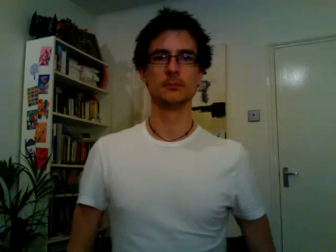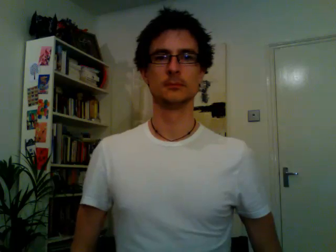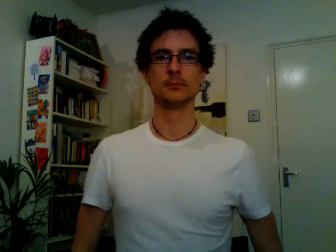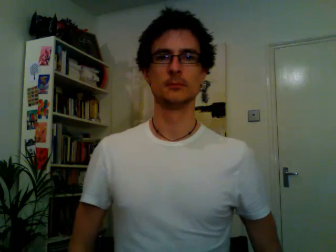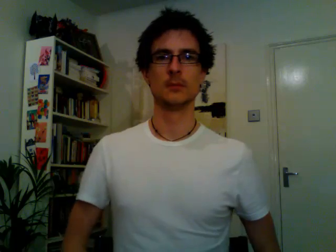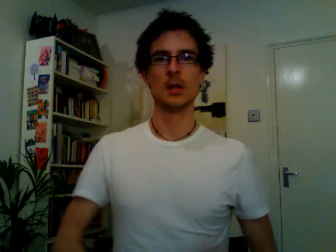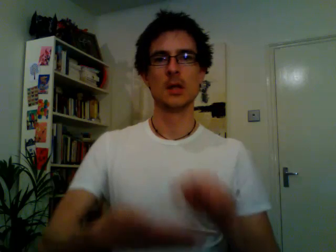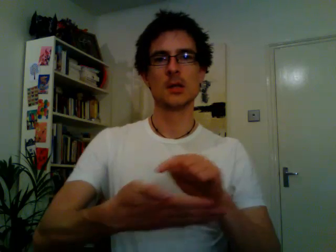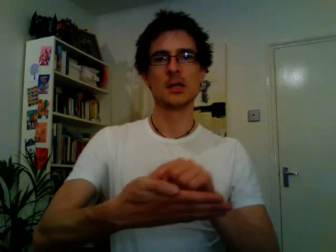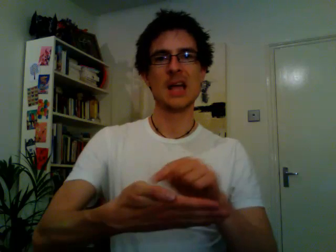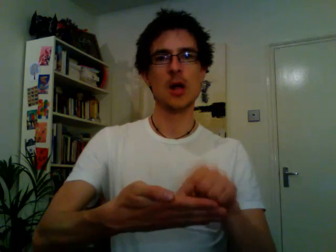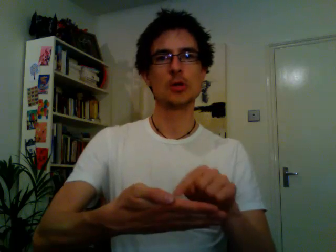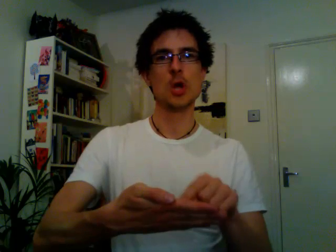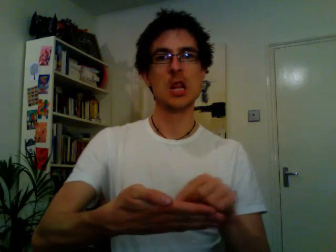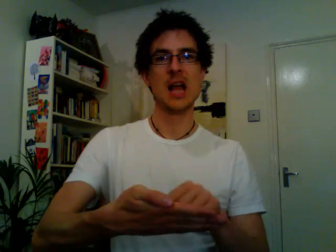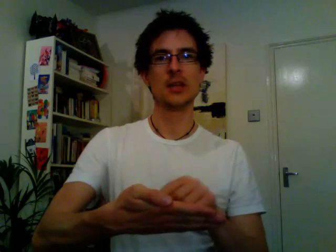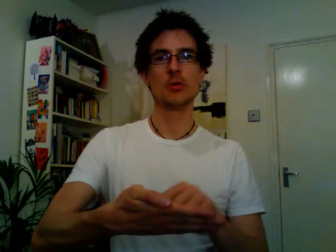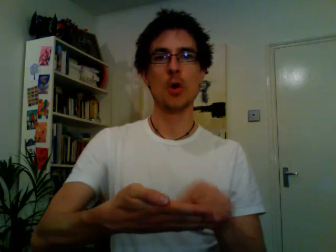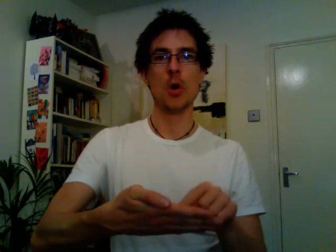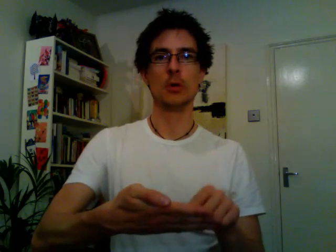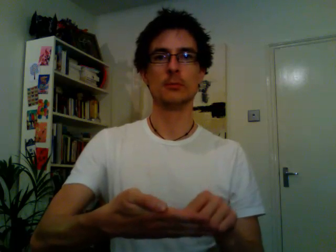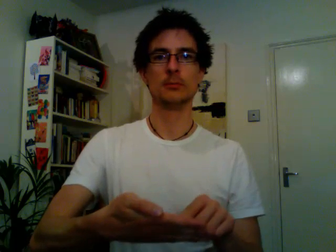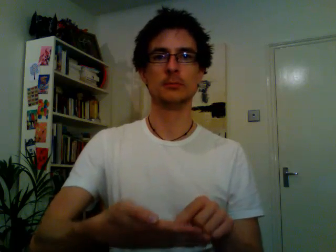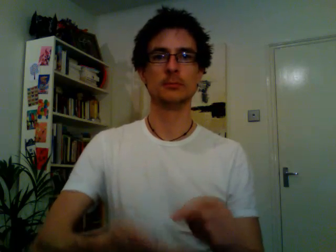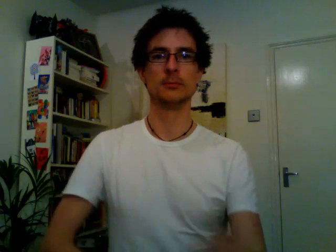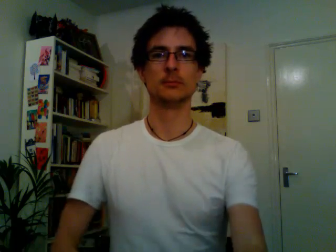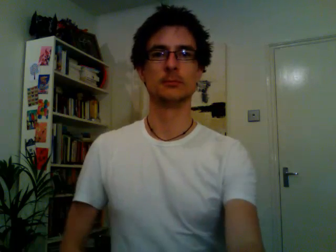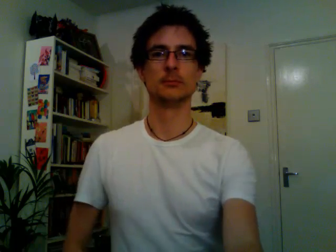calculator